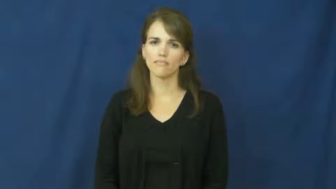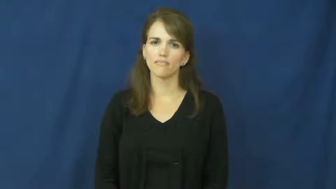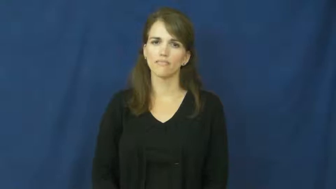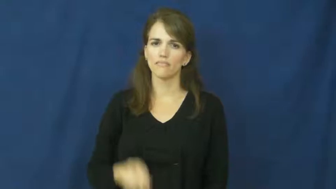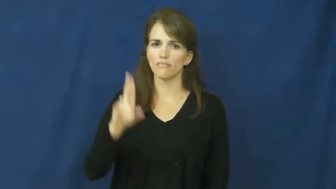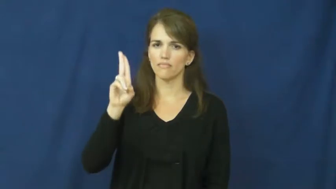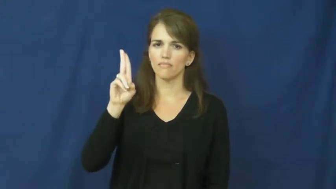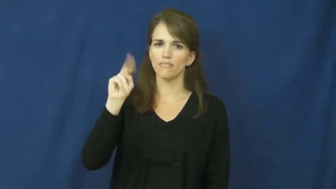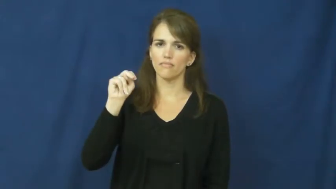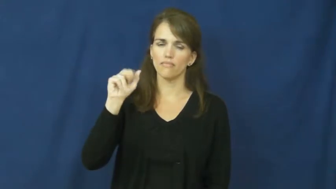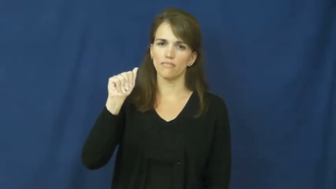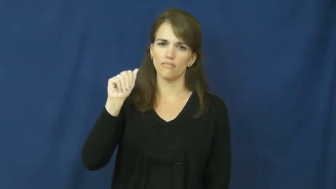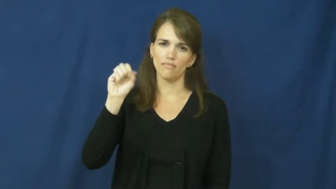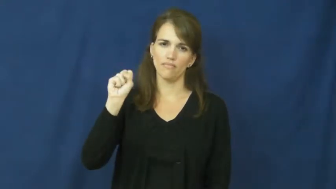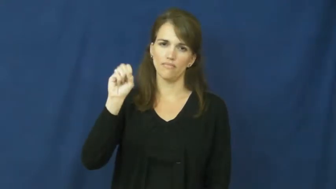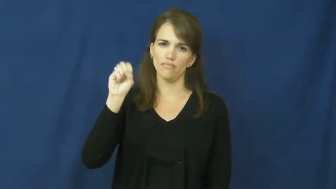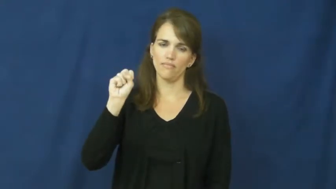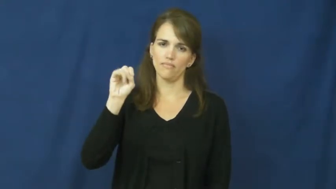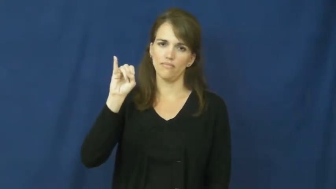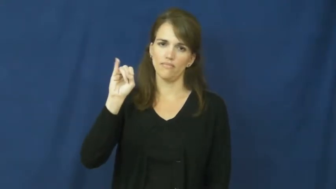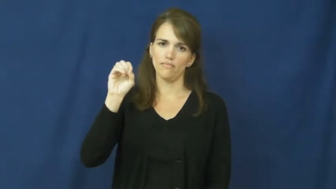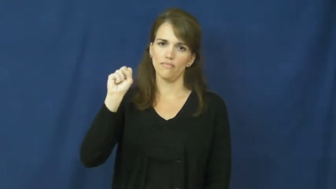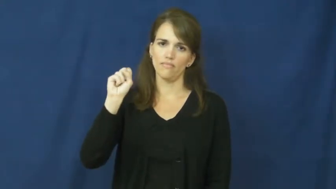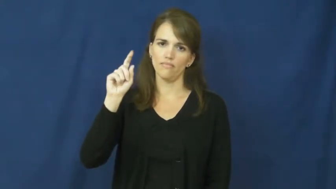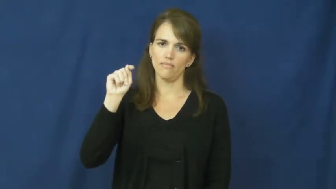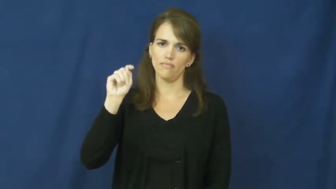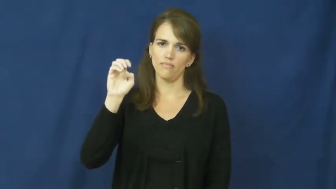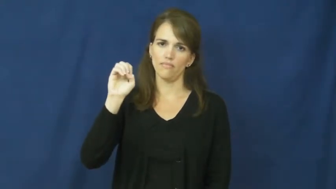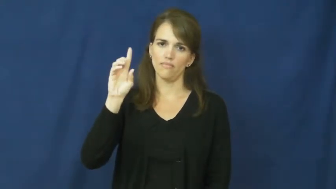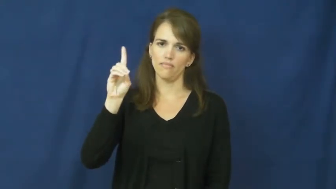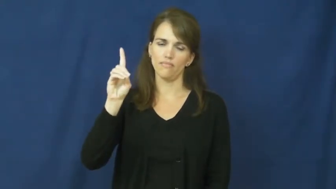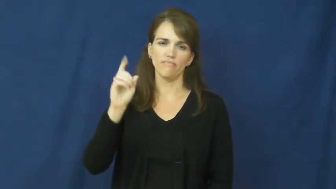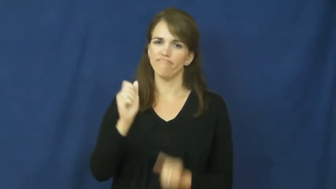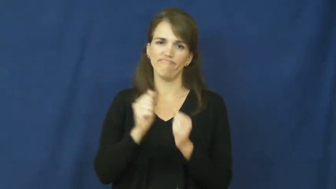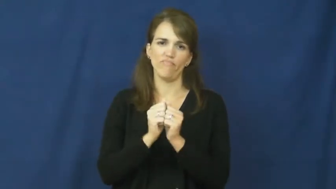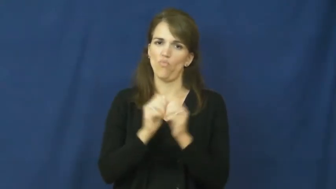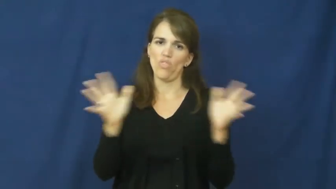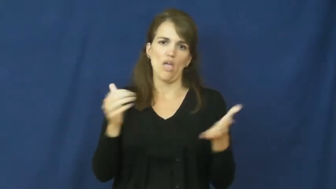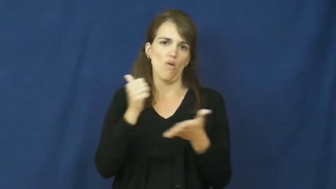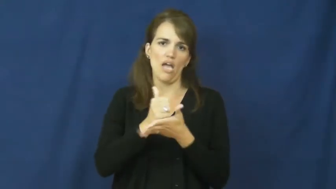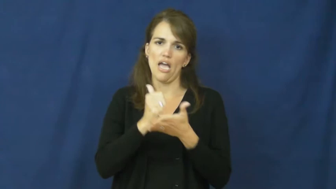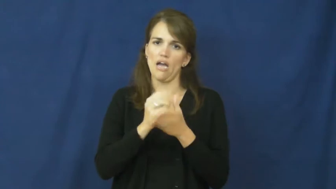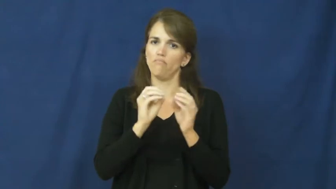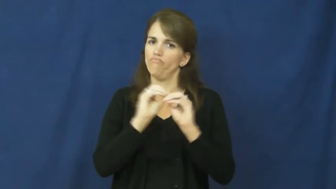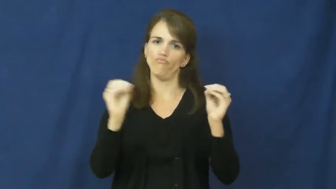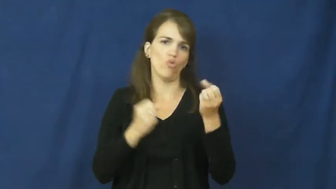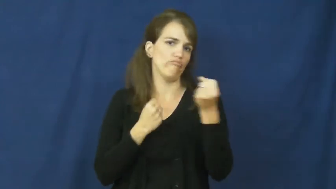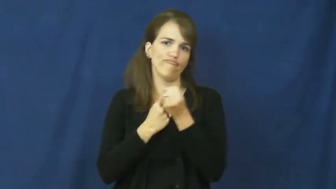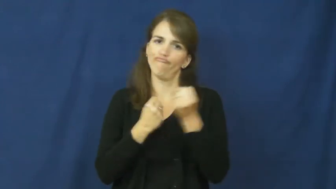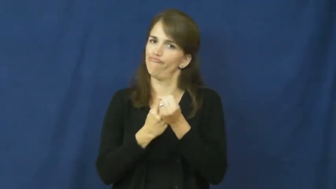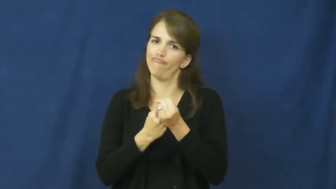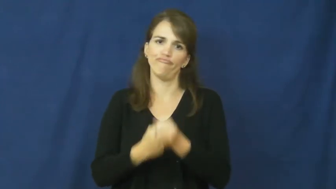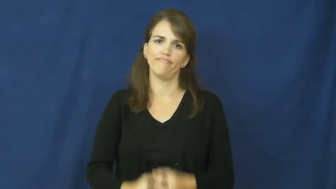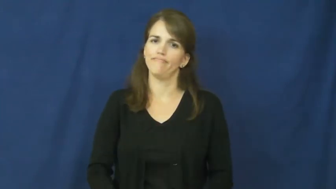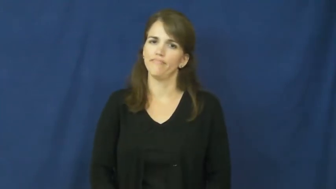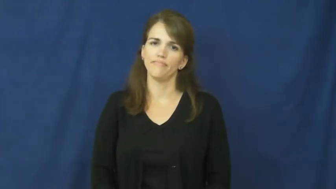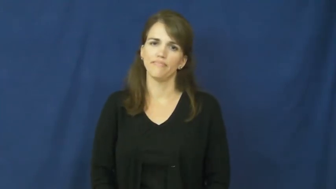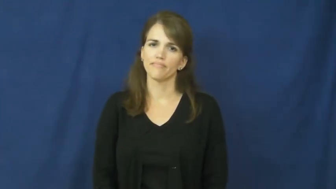unassisted